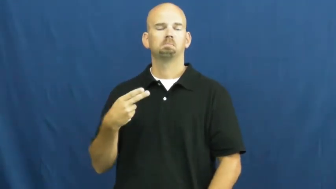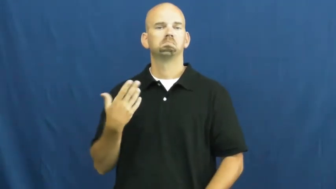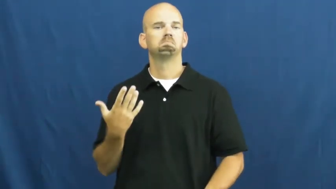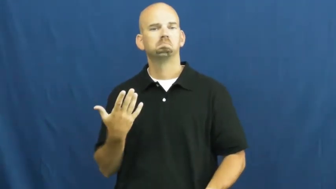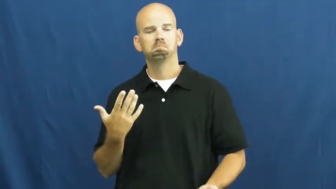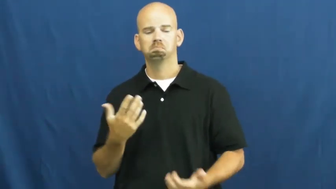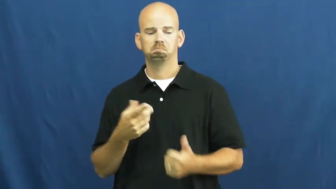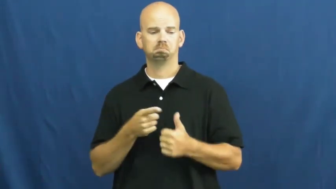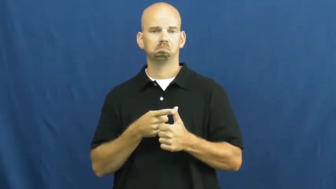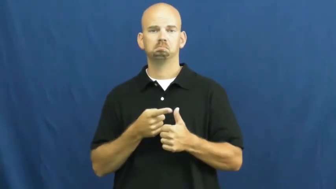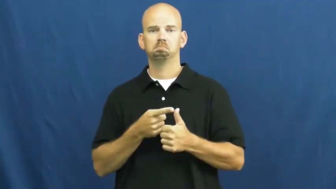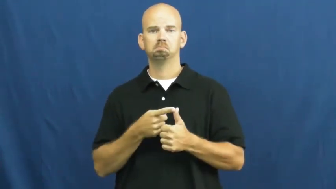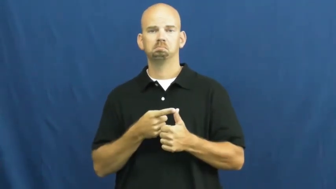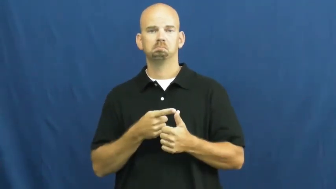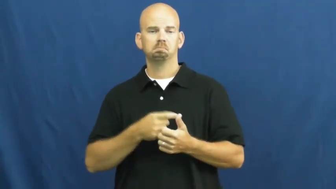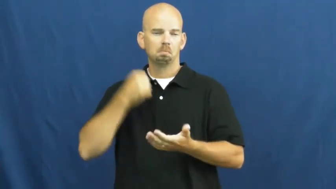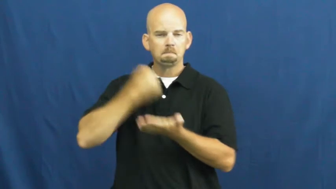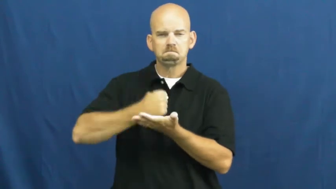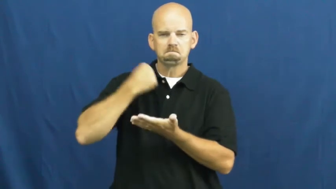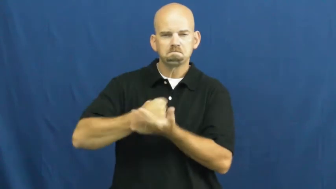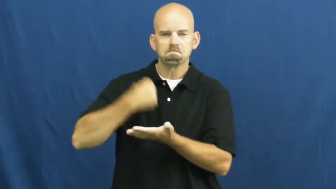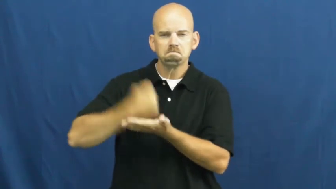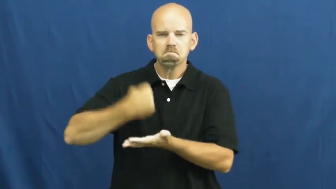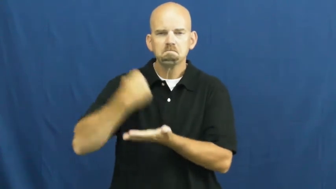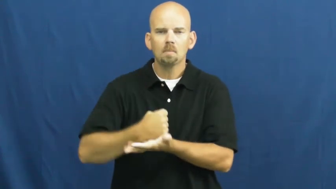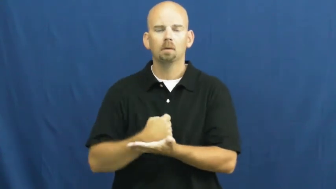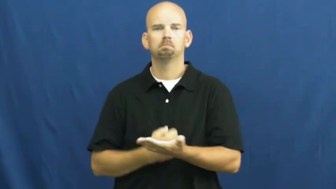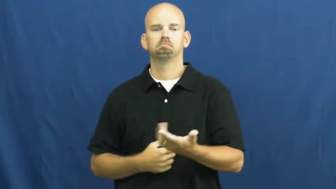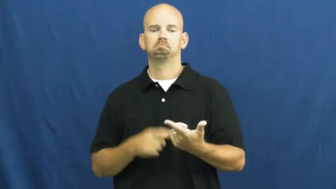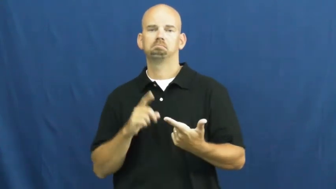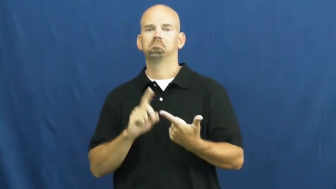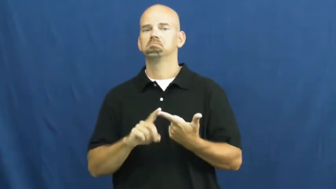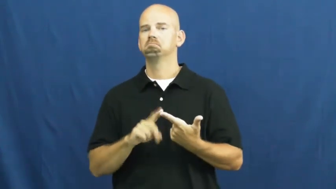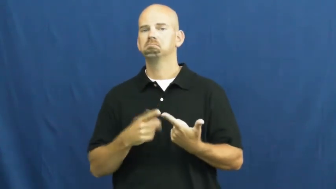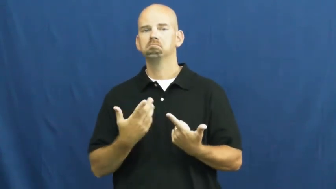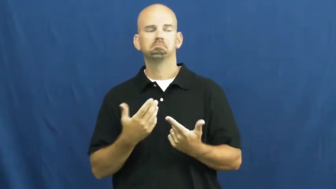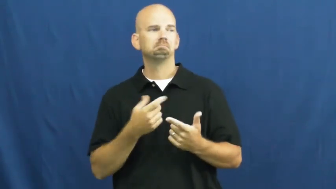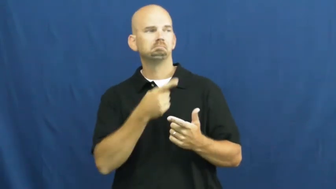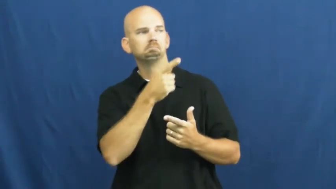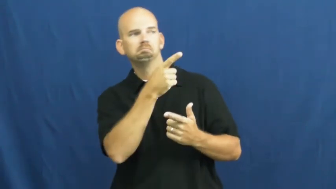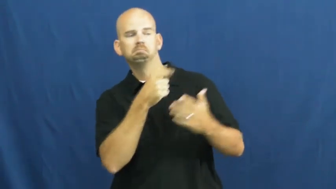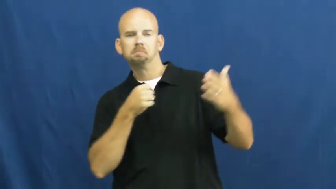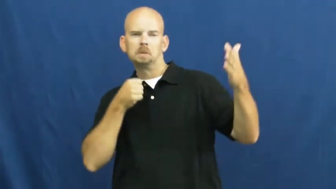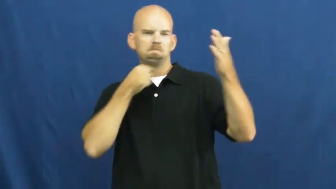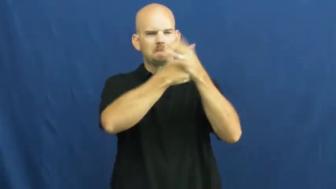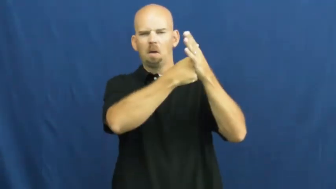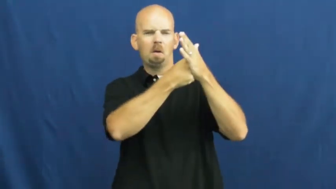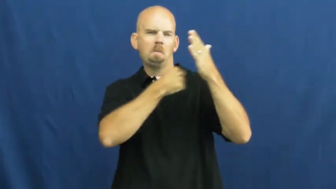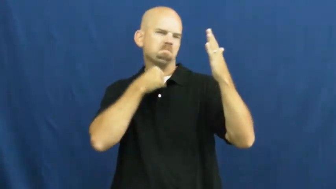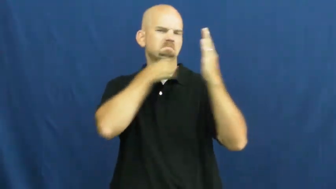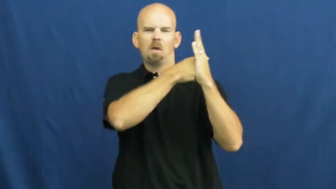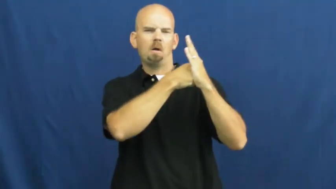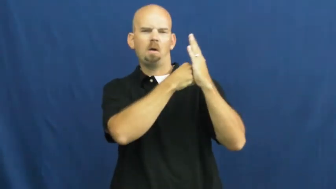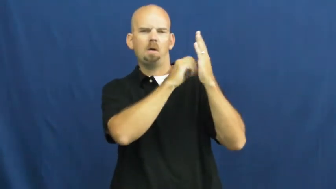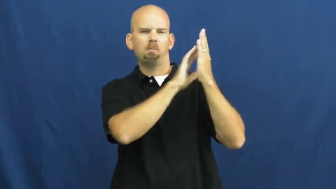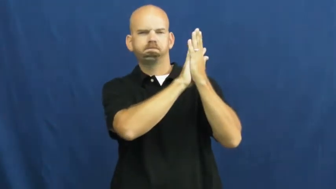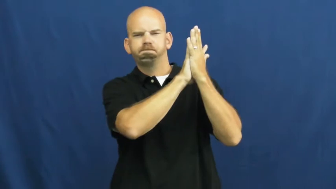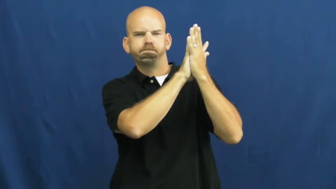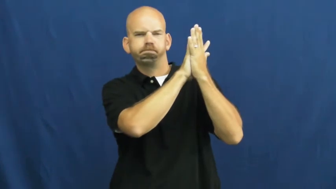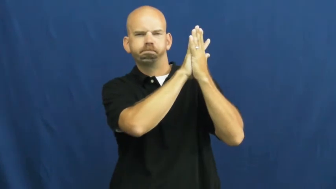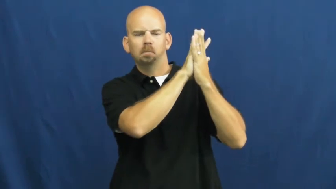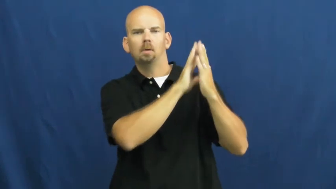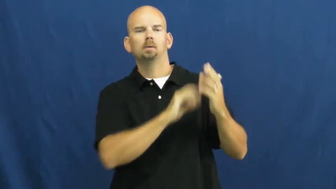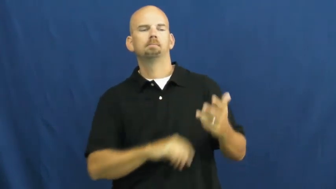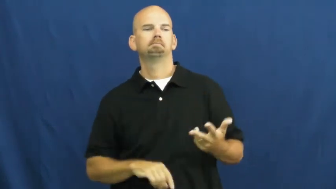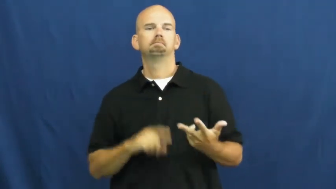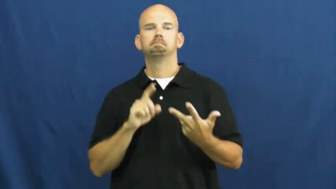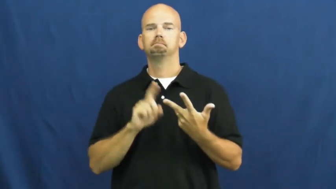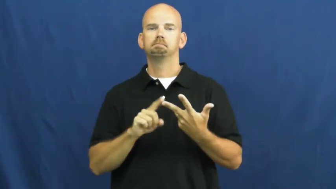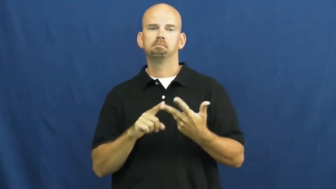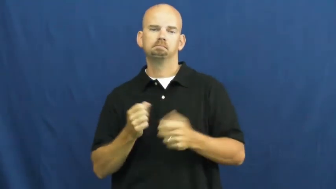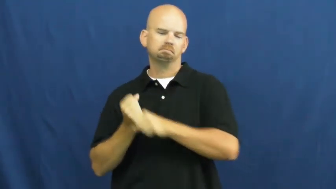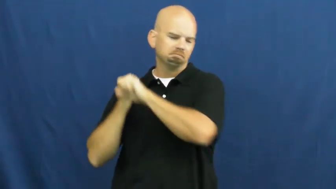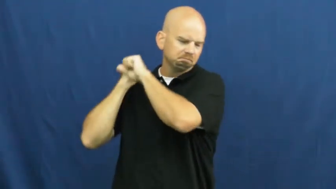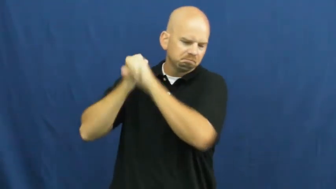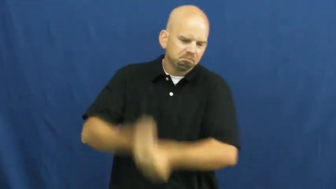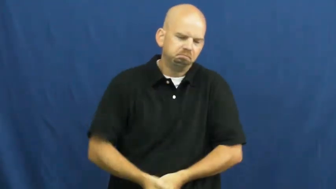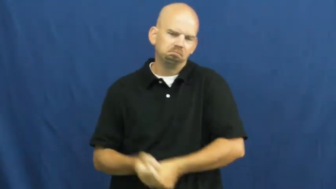smash